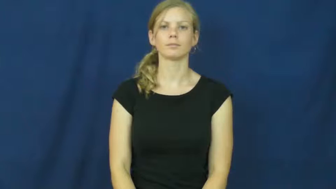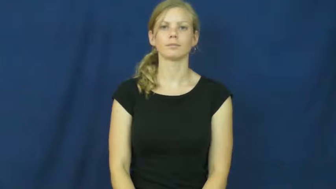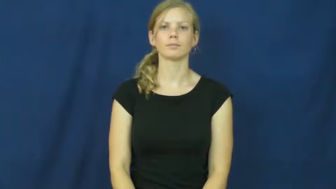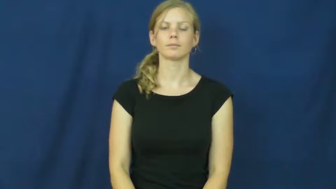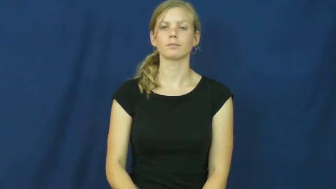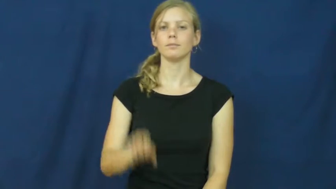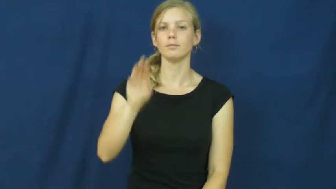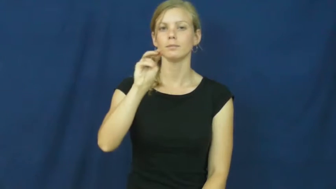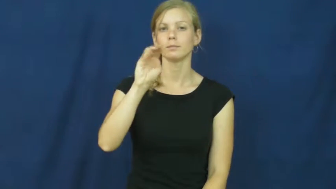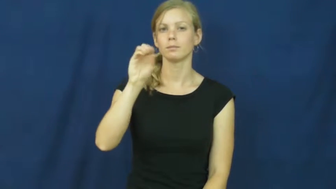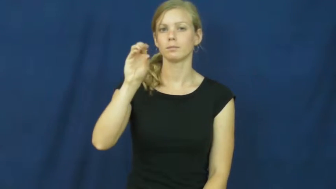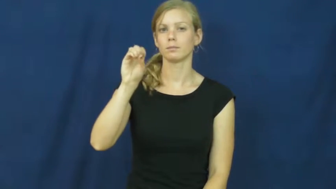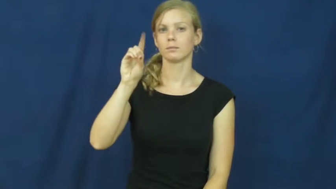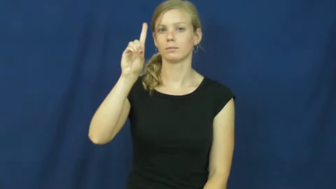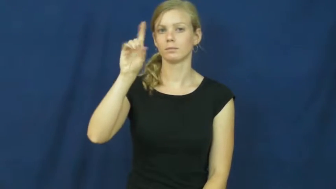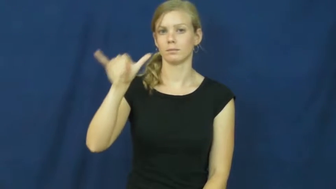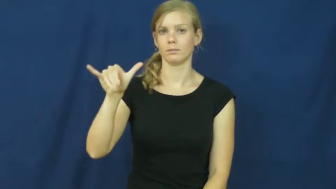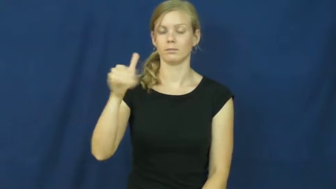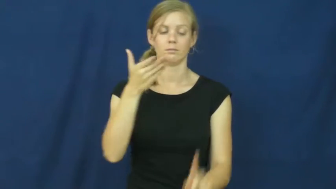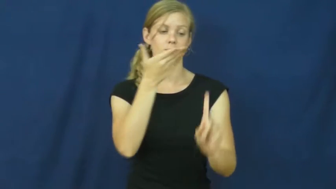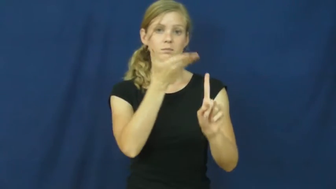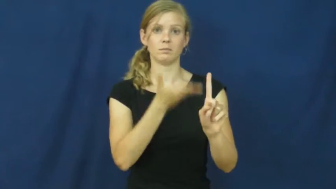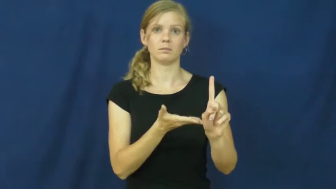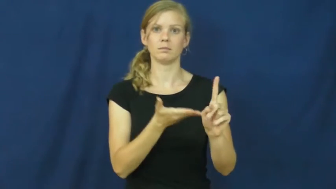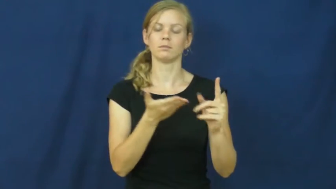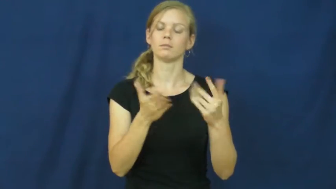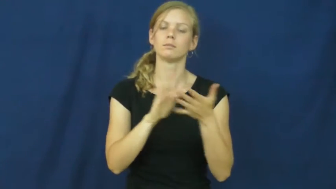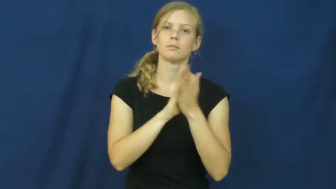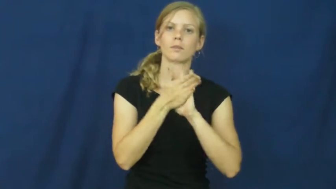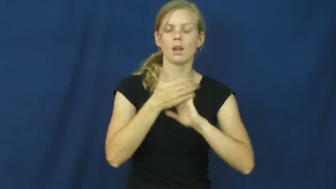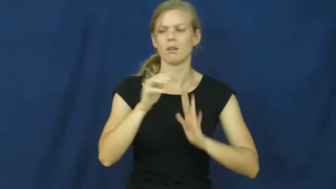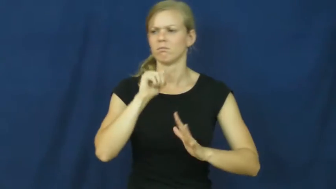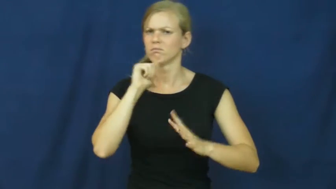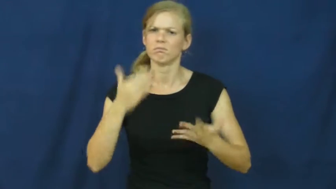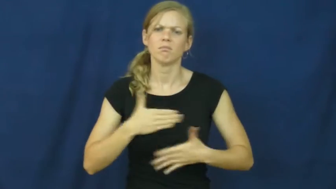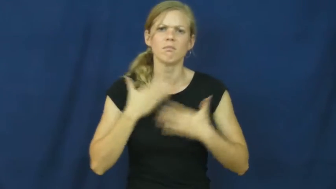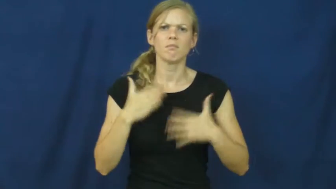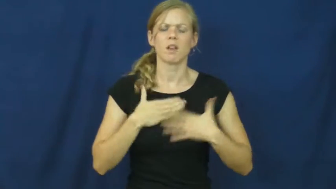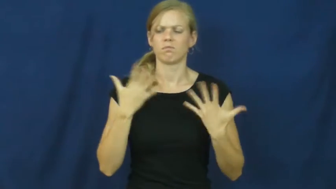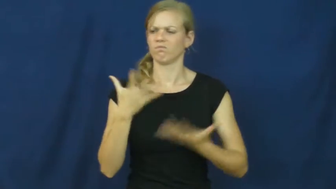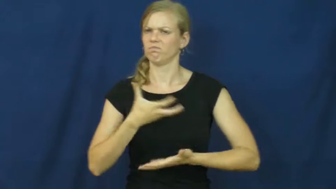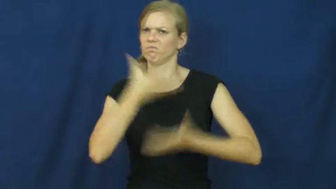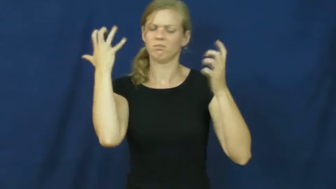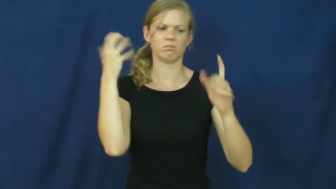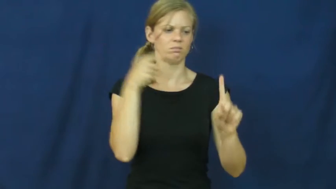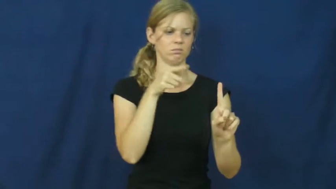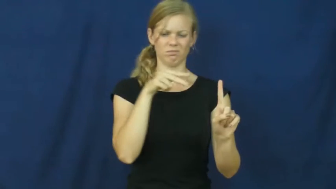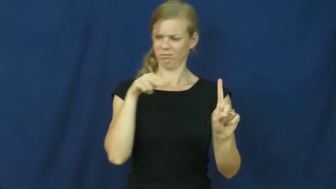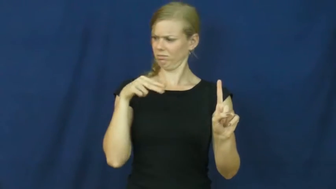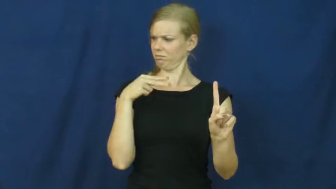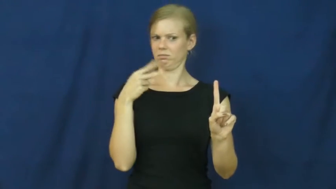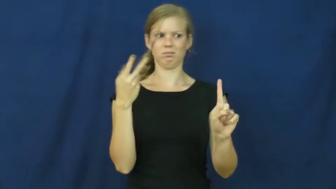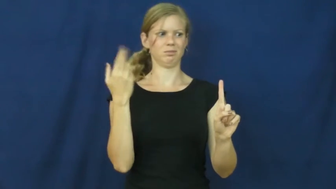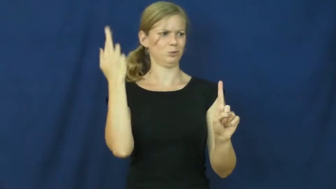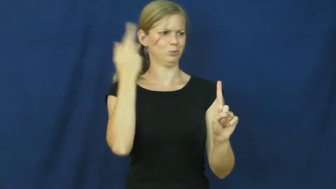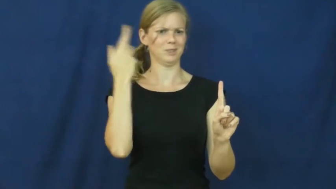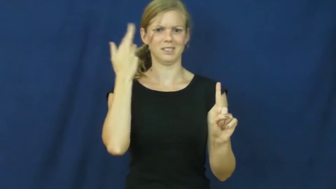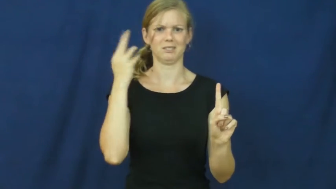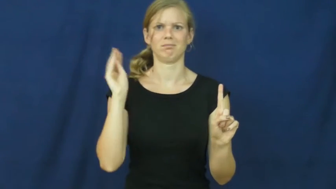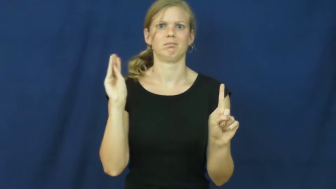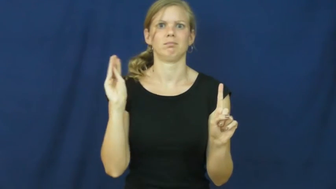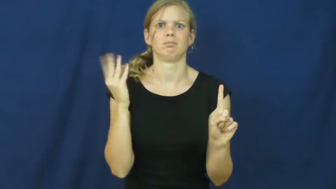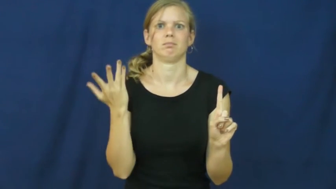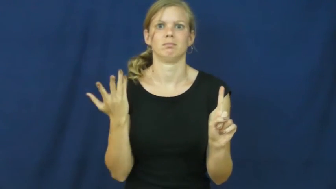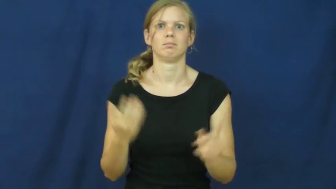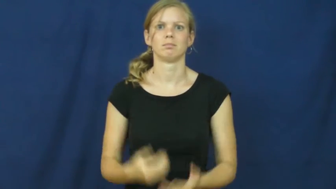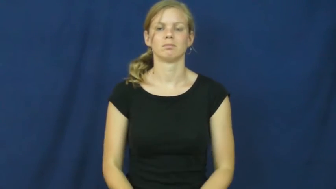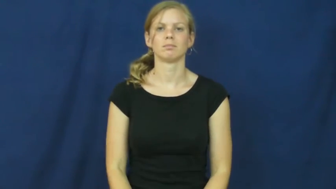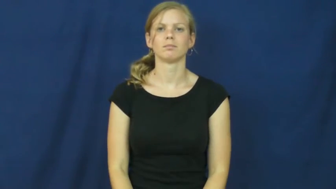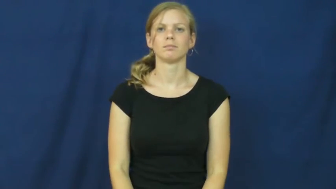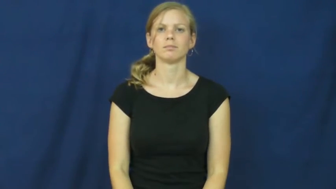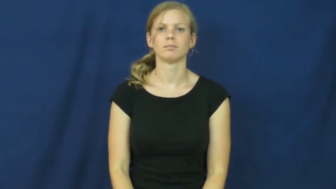moody,mercurial,temperamental